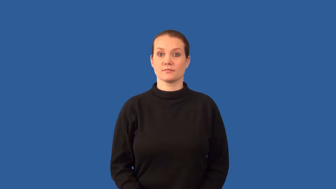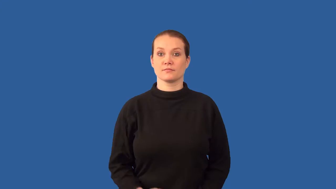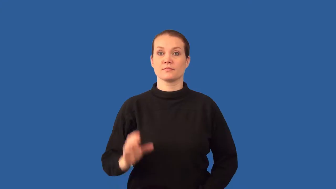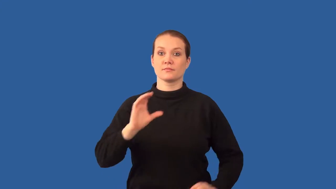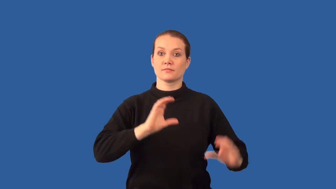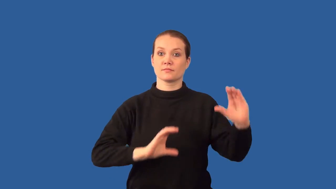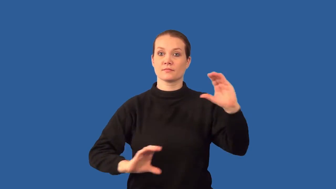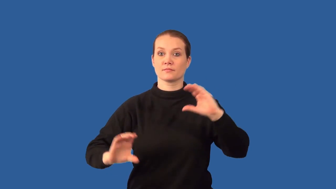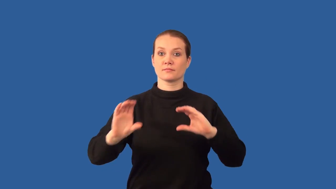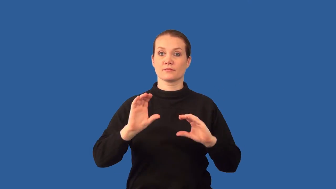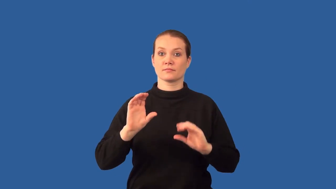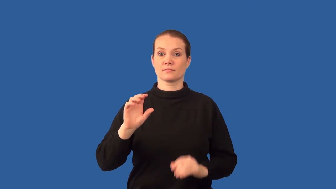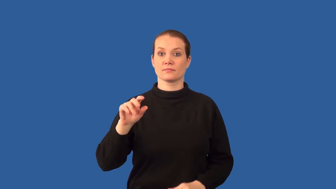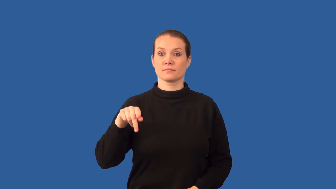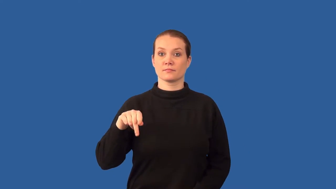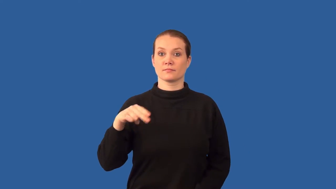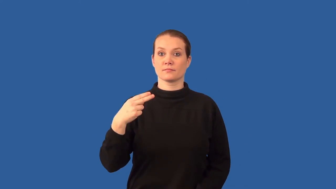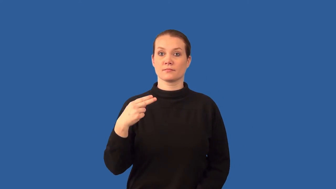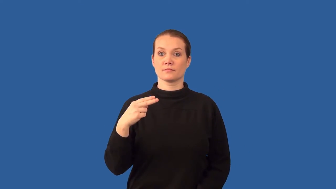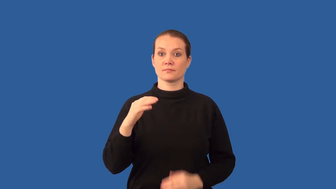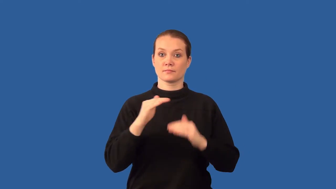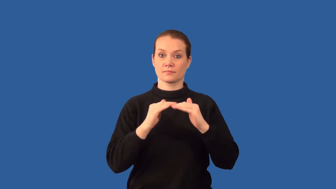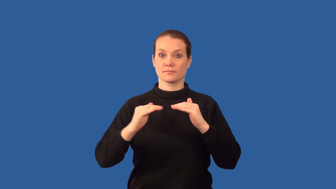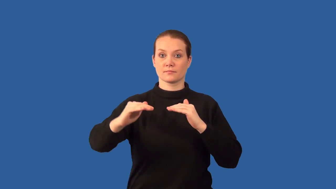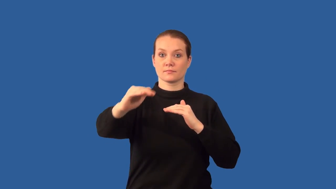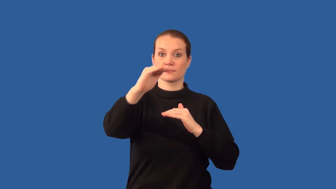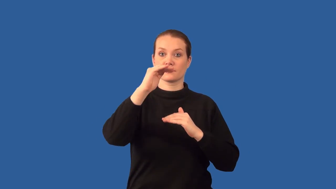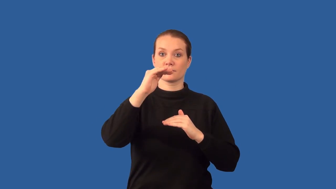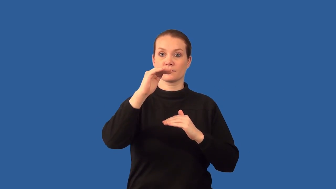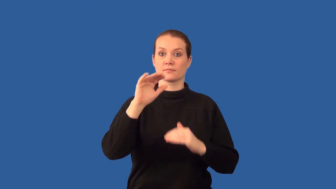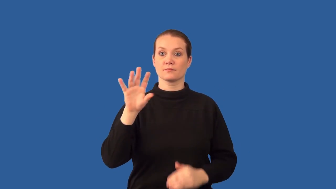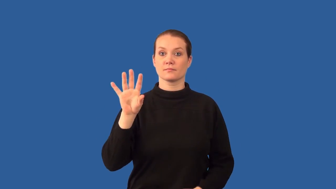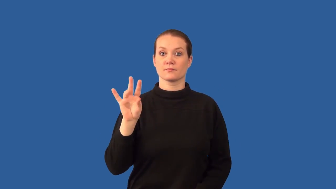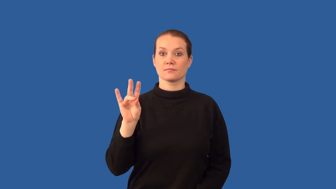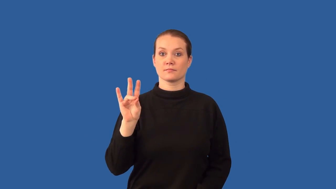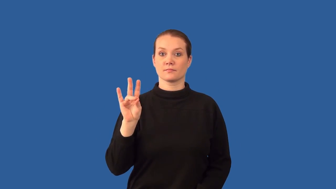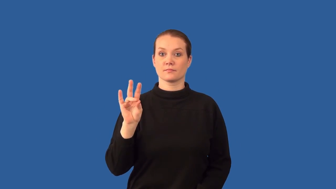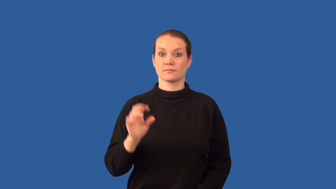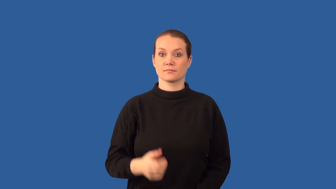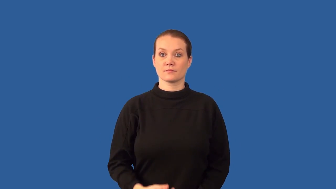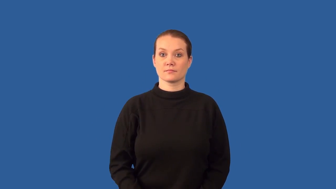base-chemical